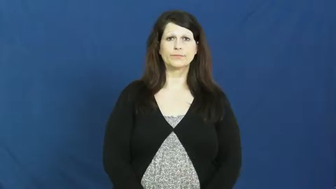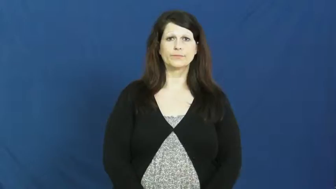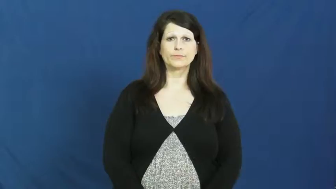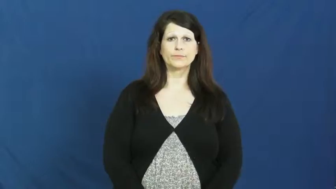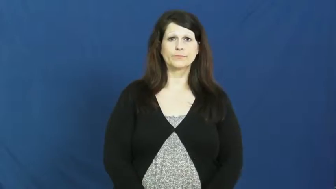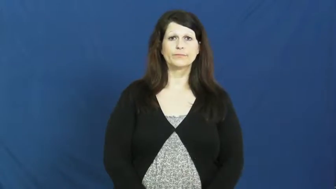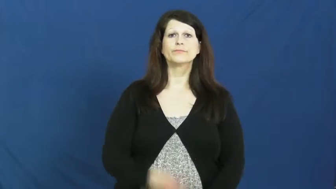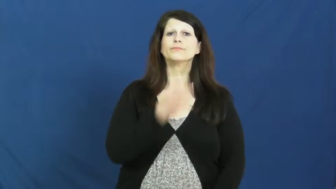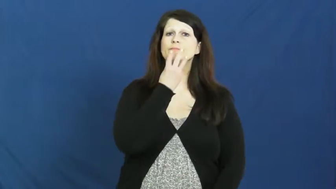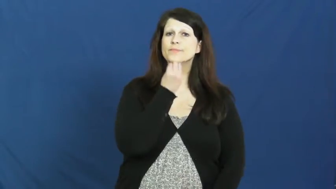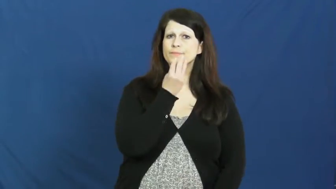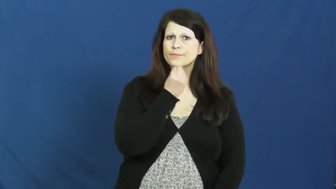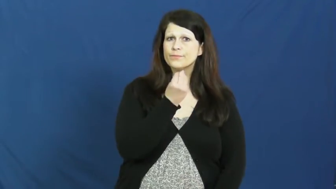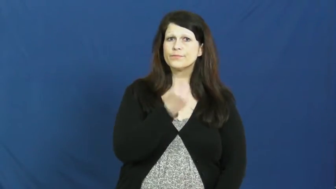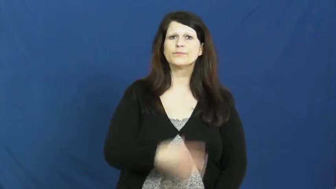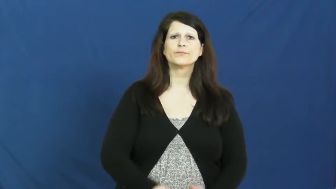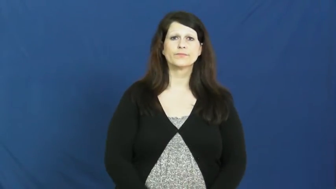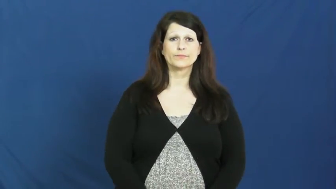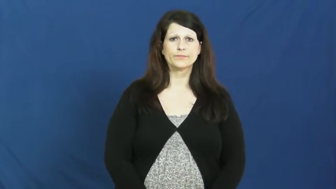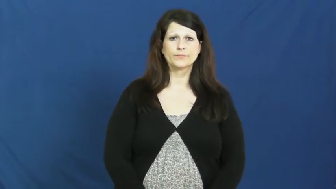jewish,semitic,hebrew